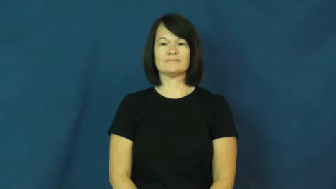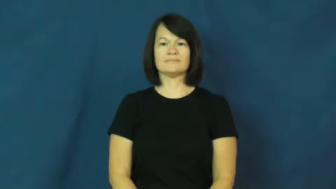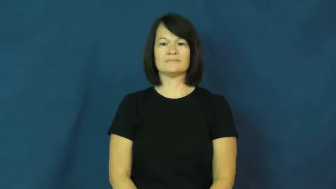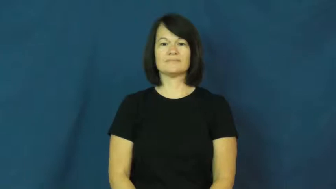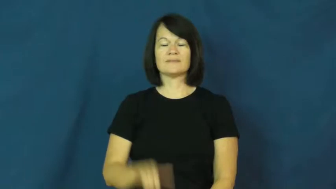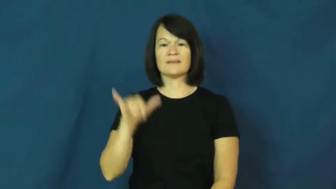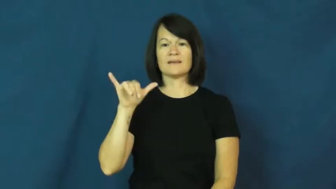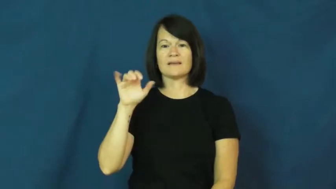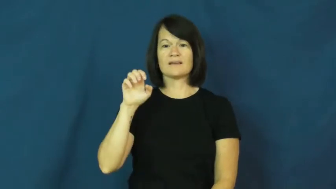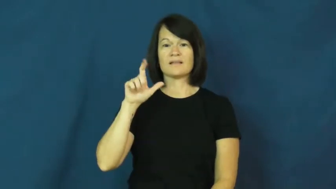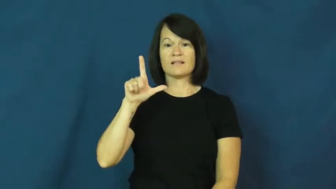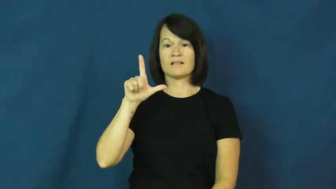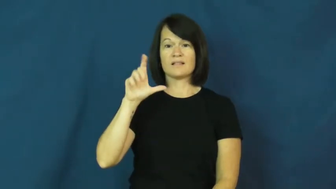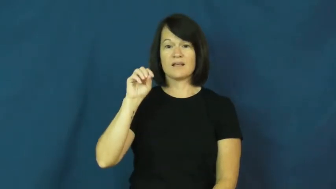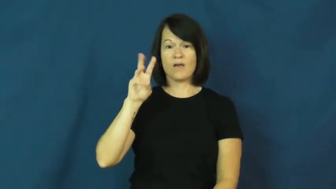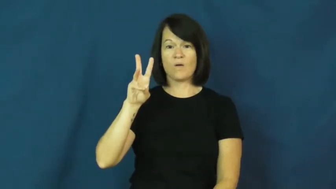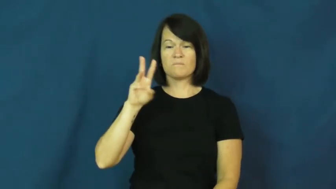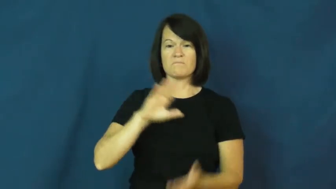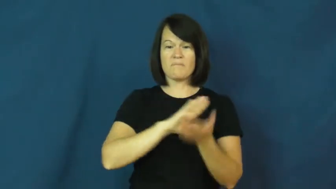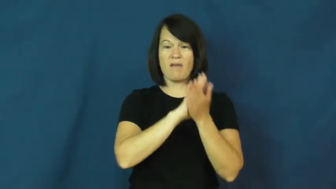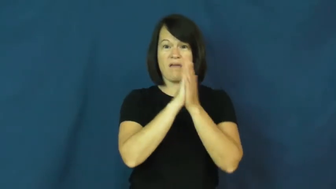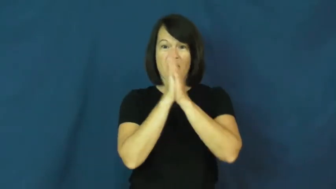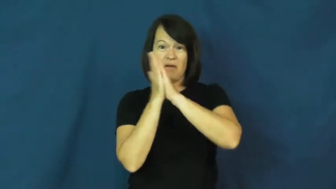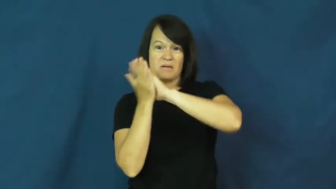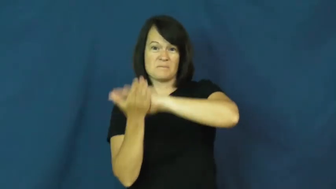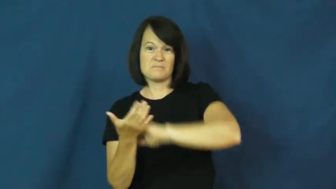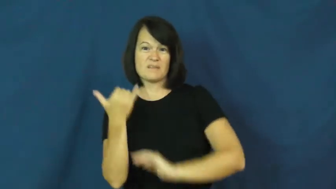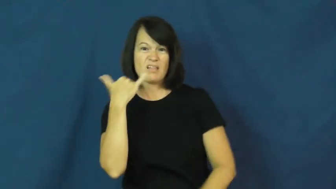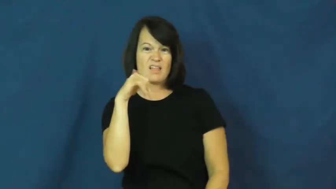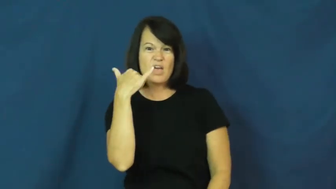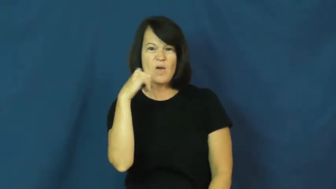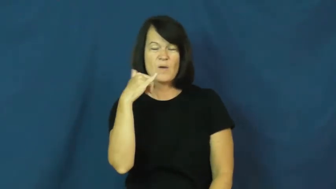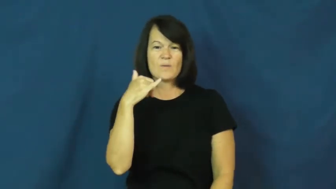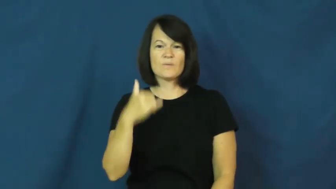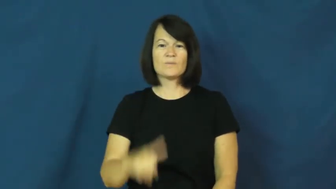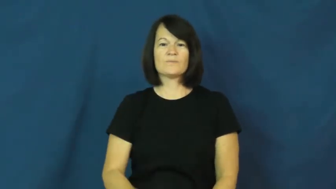yellow-become yellow